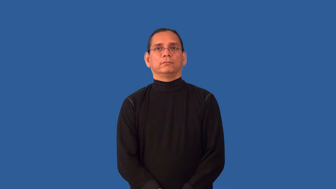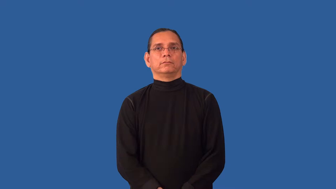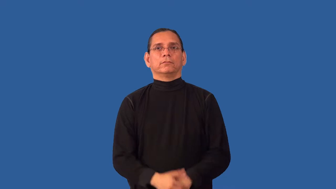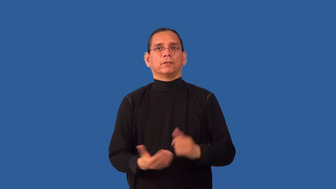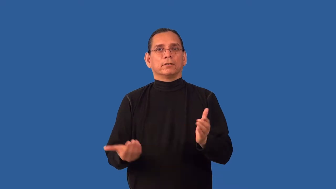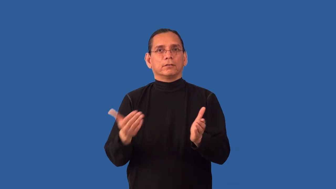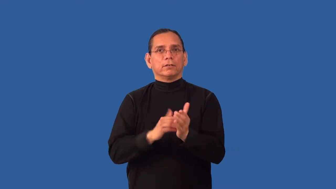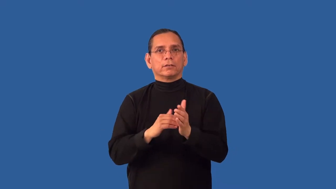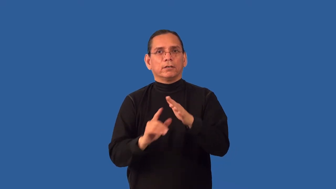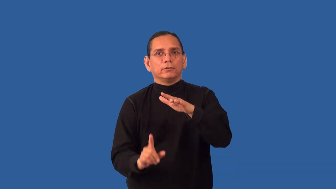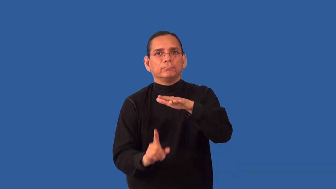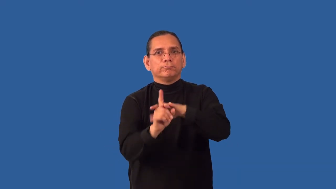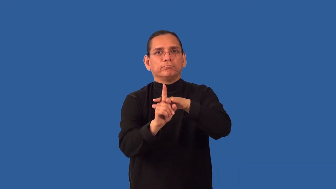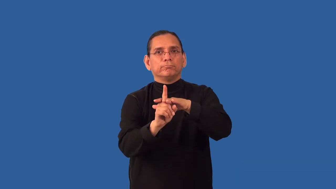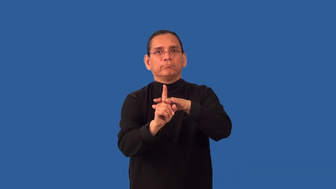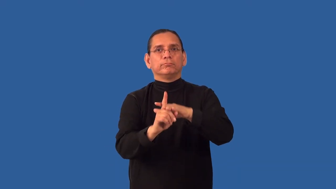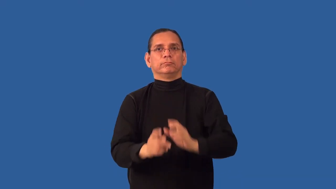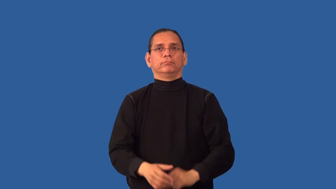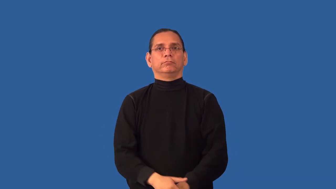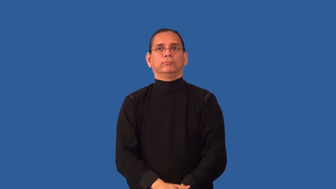reappear,resurface